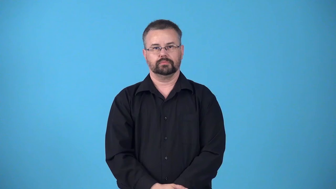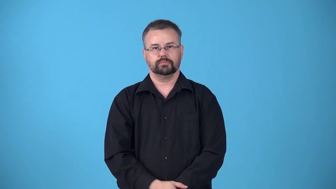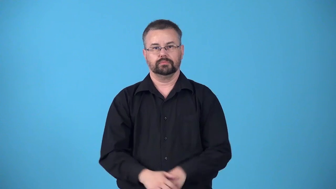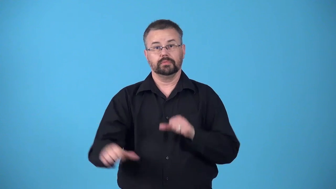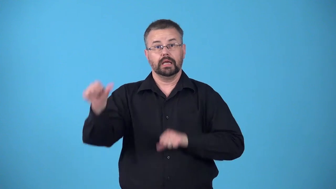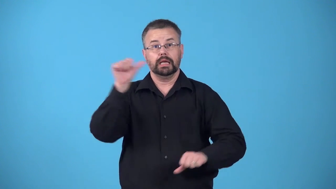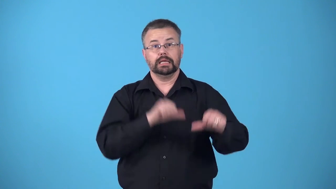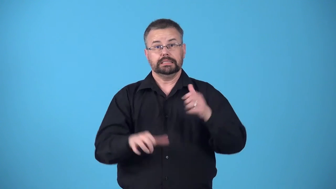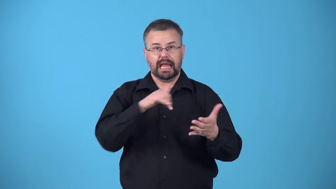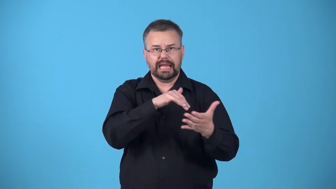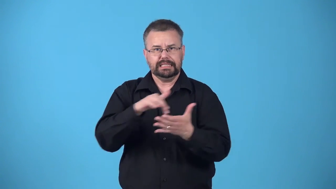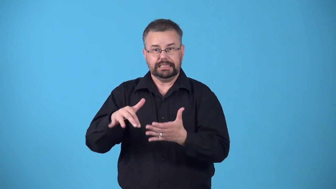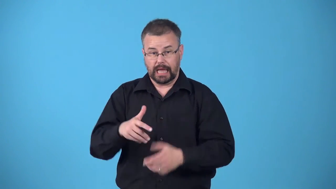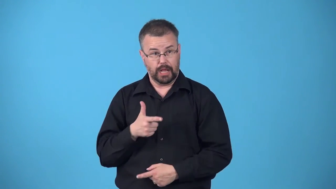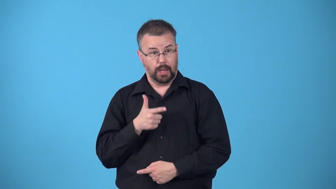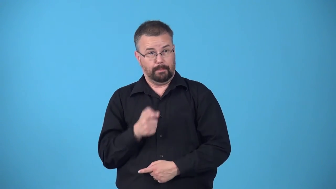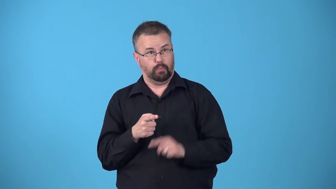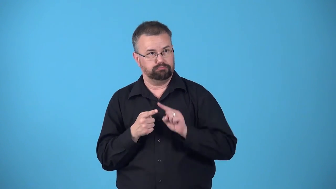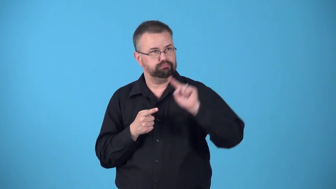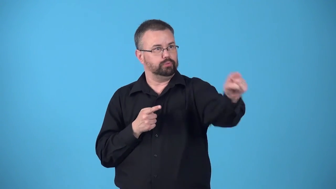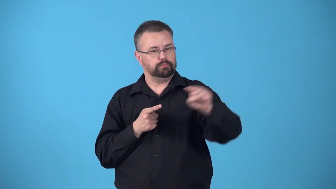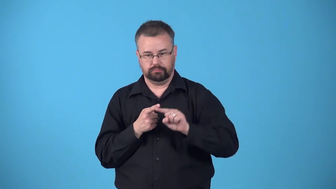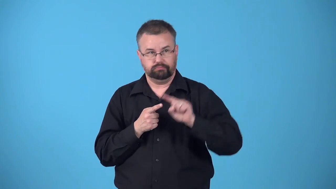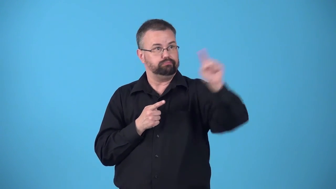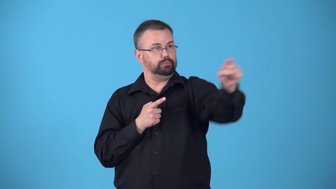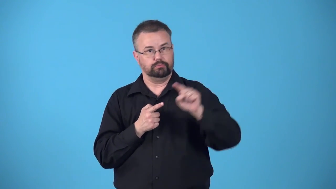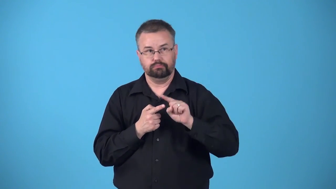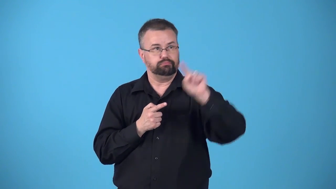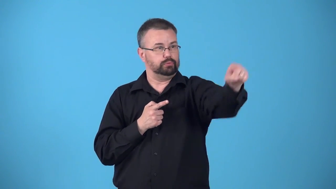ballistics